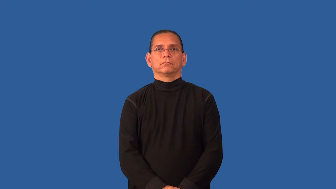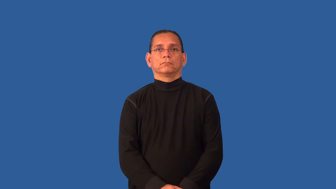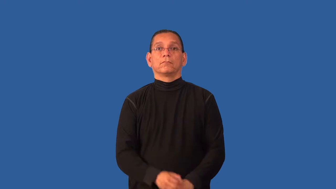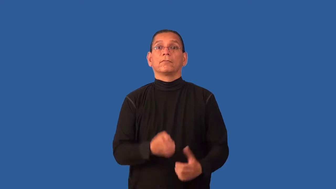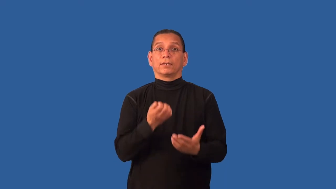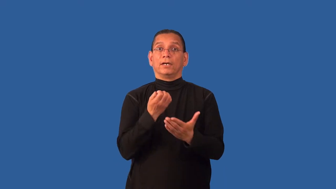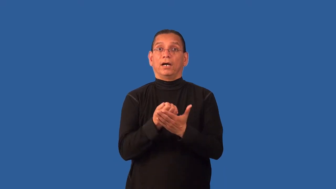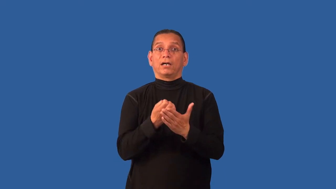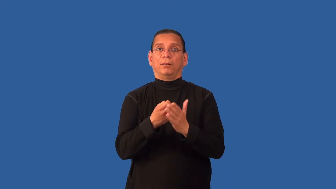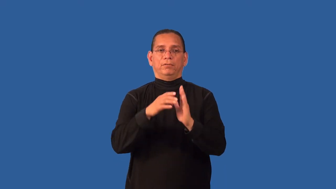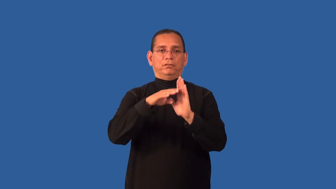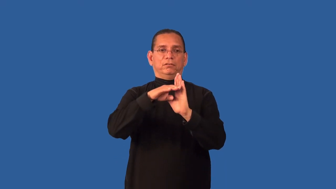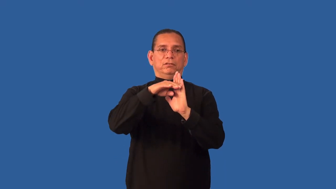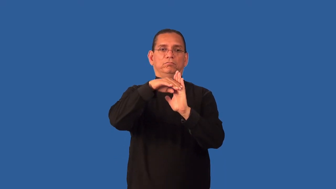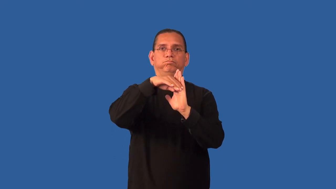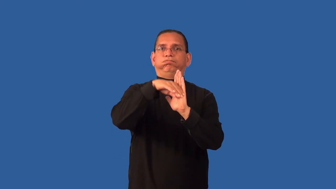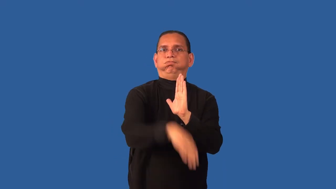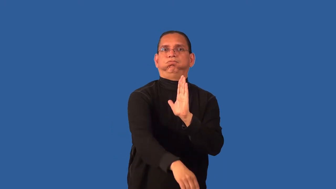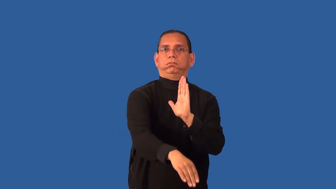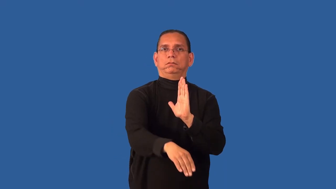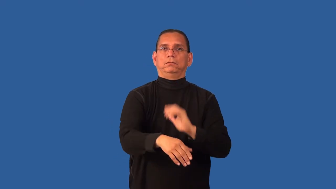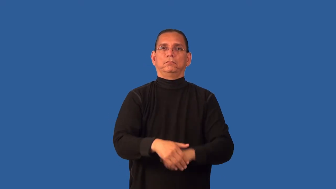depressed-economically